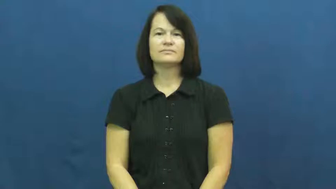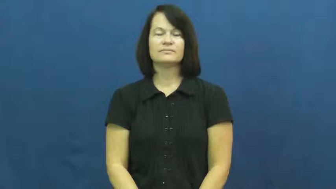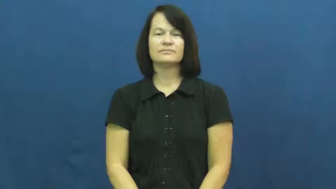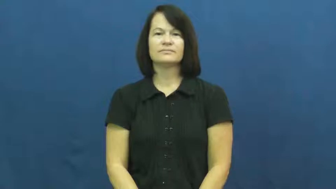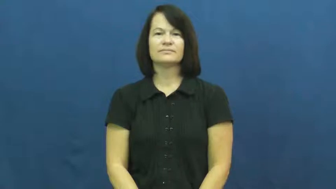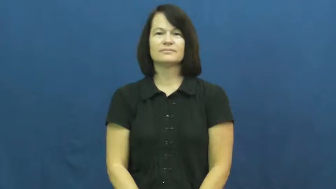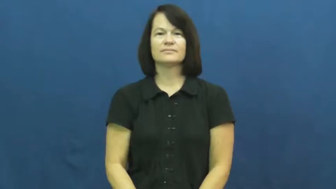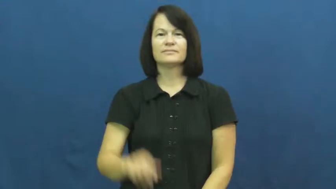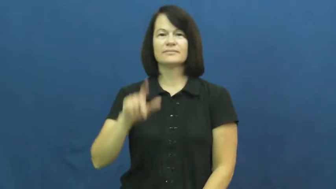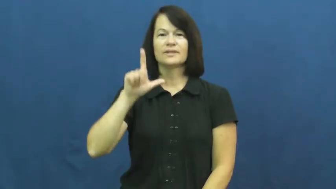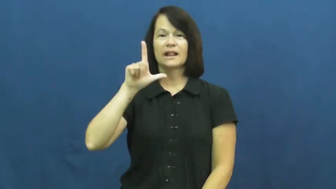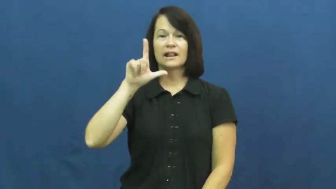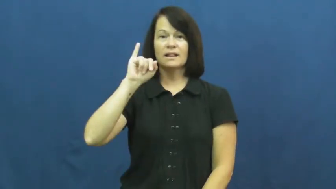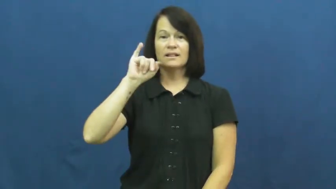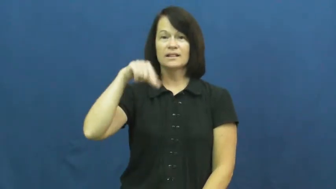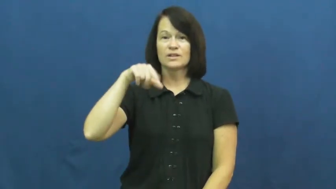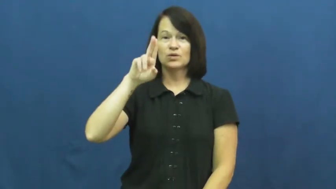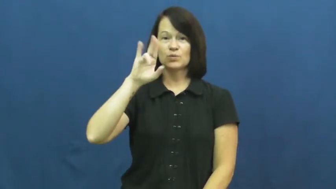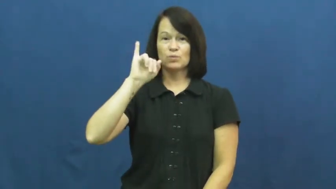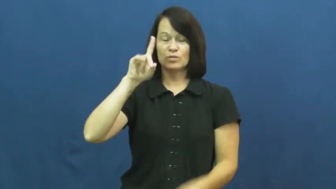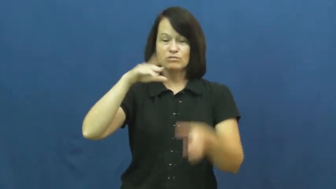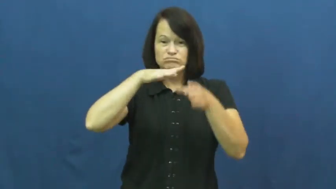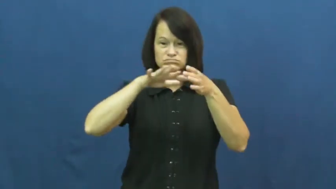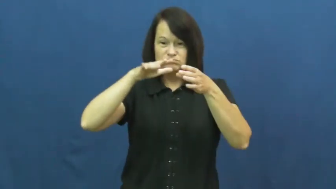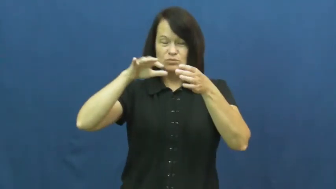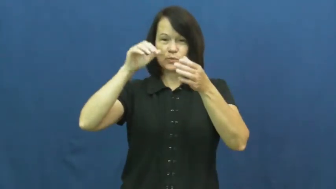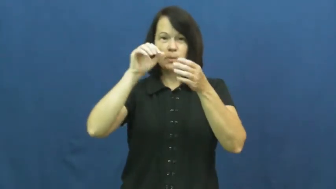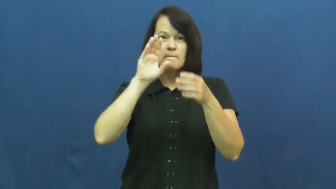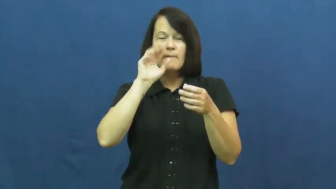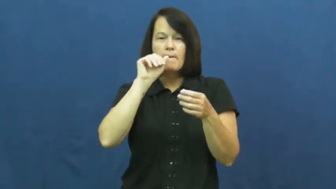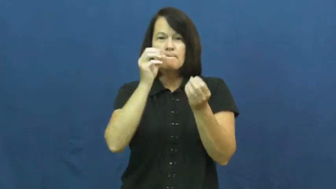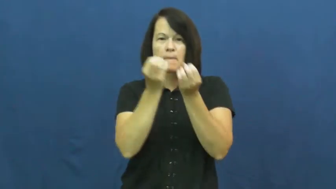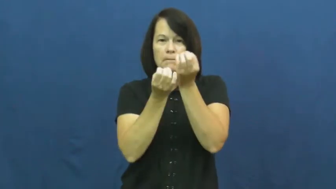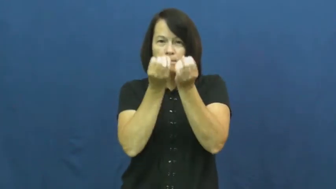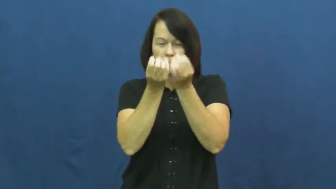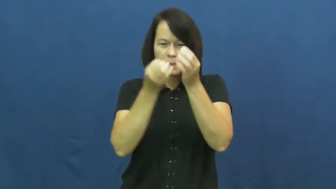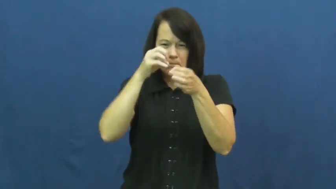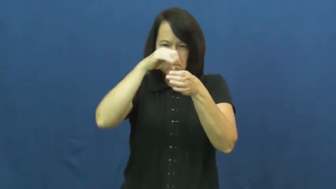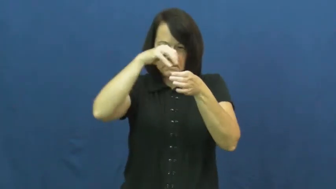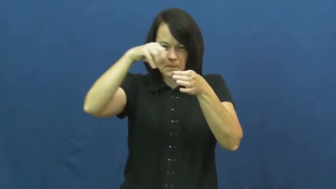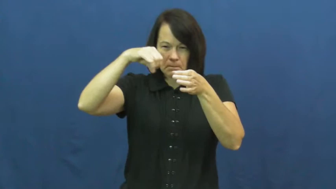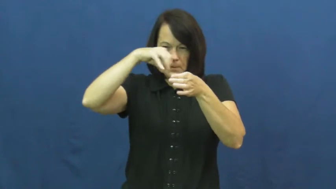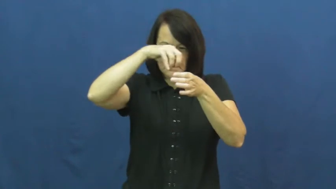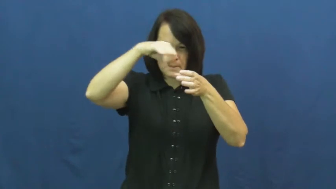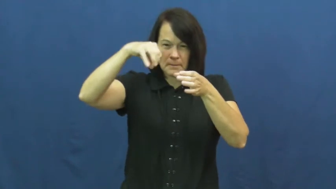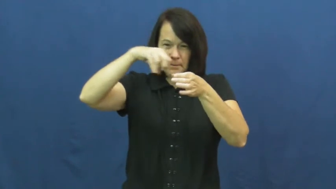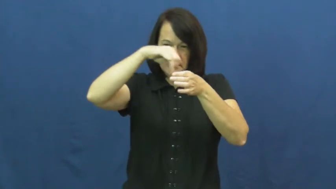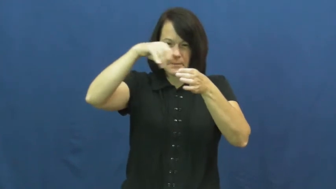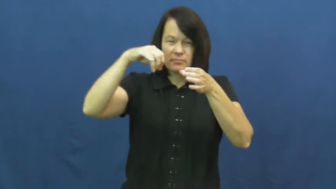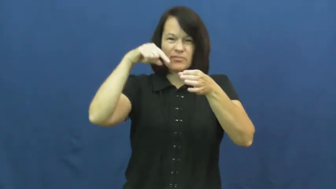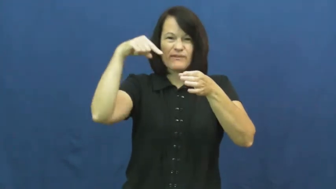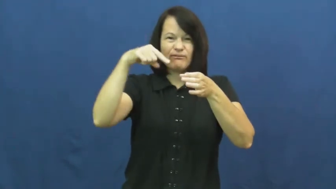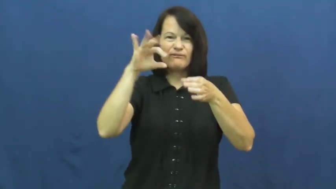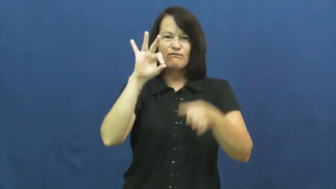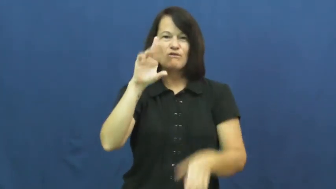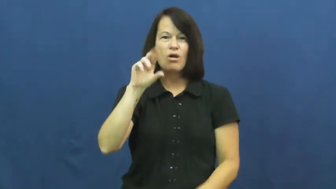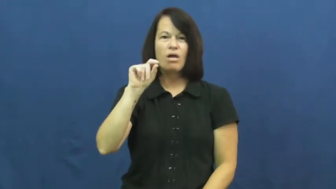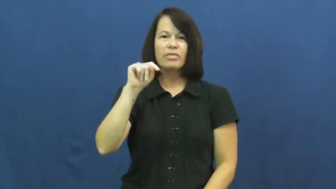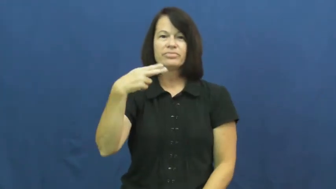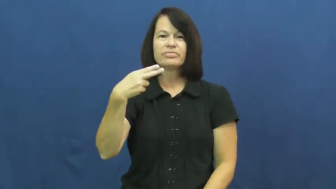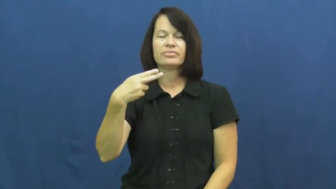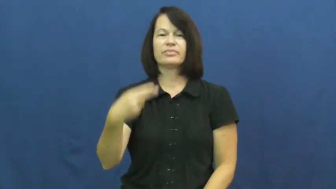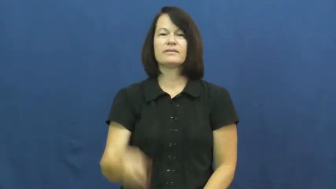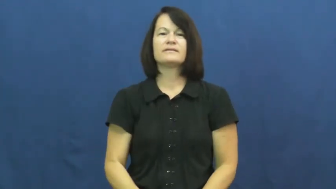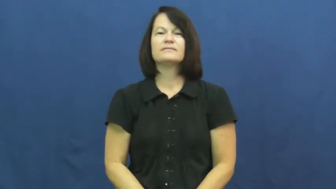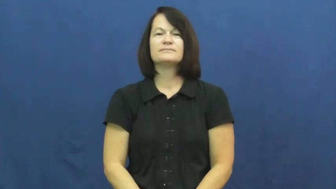froth-liquid